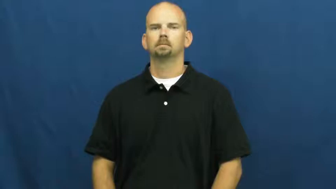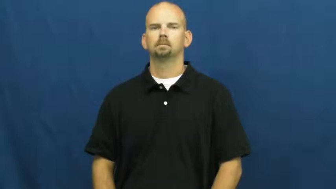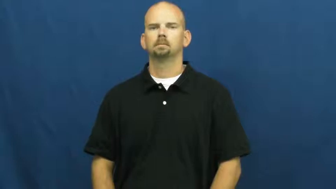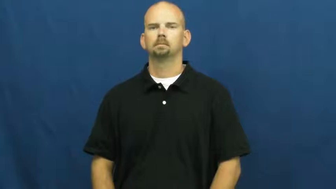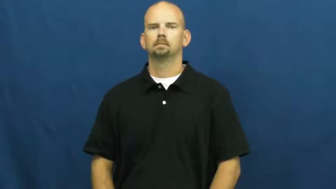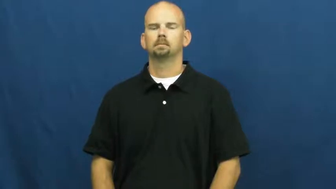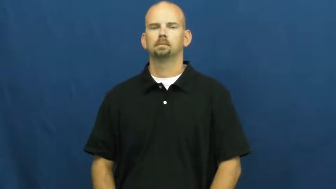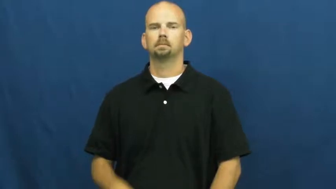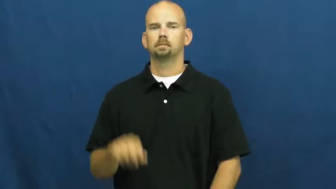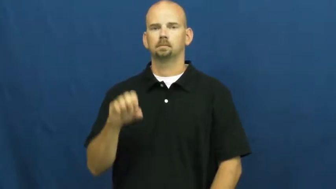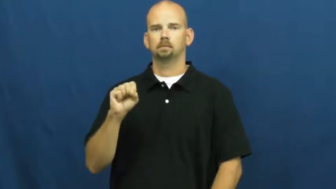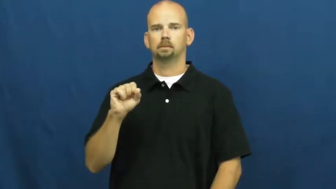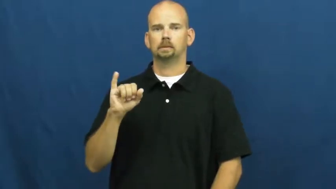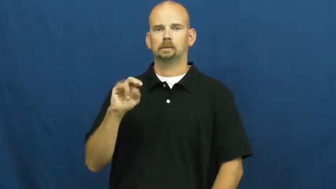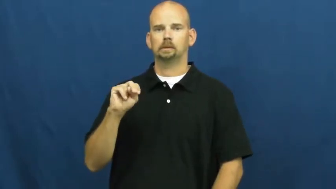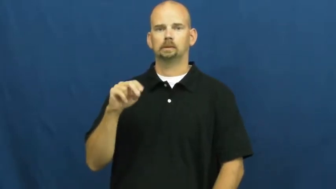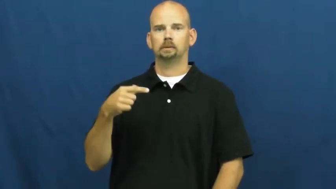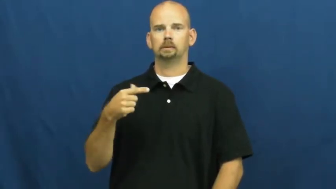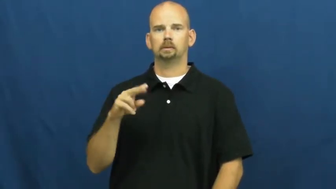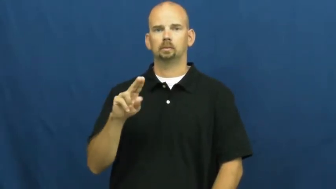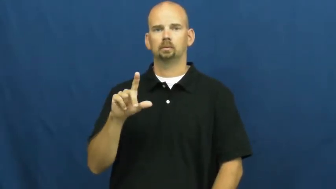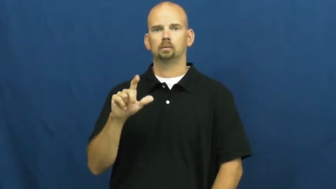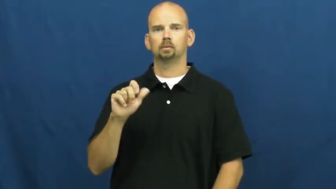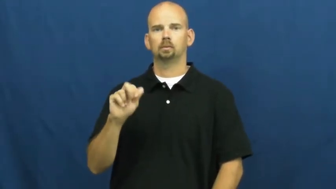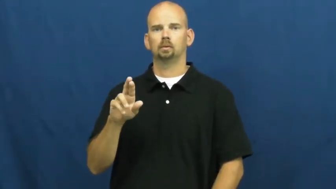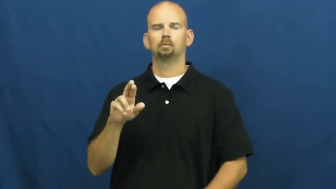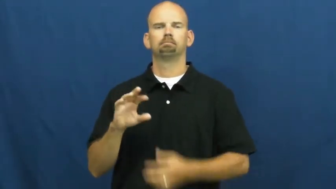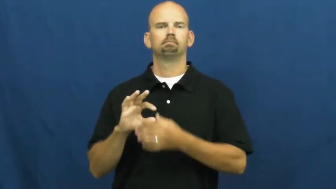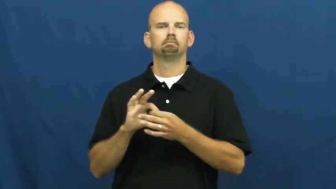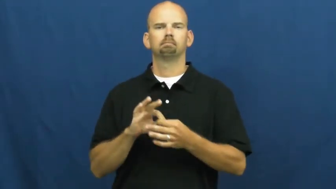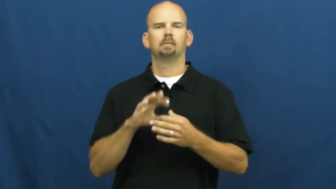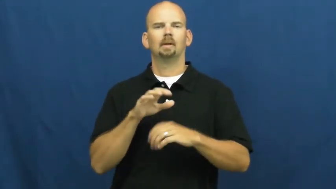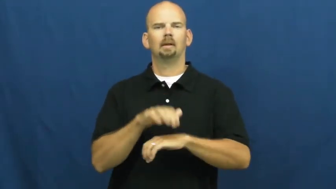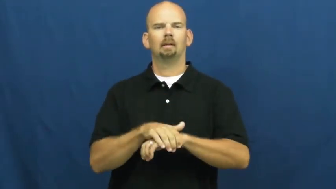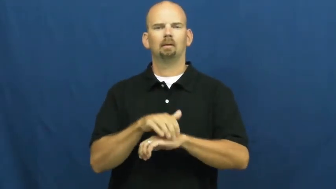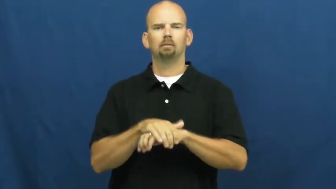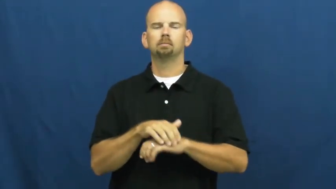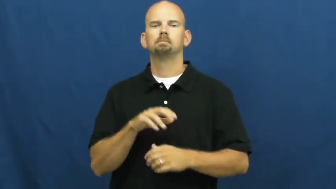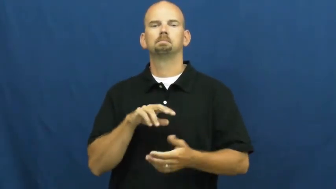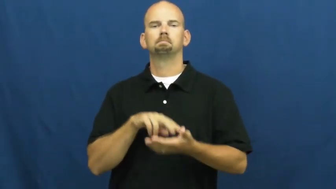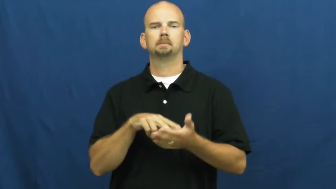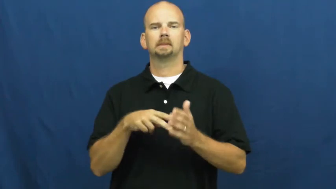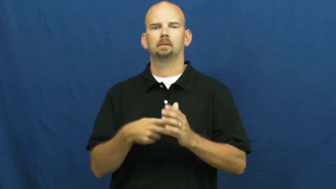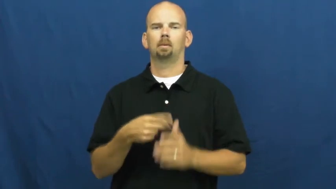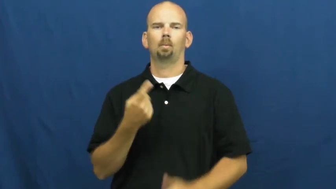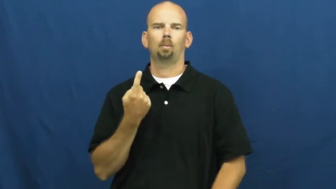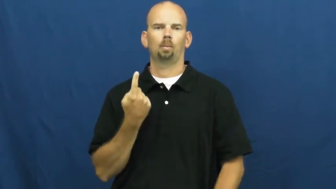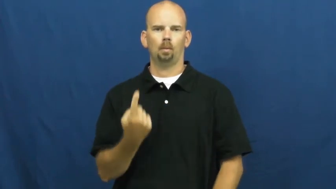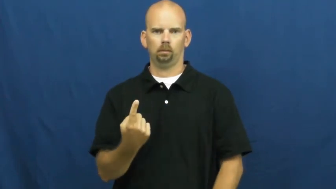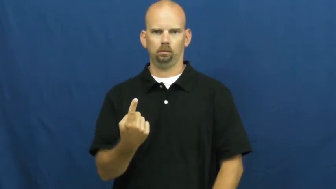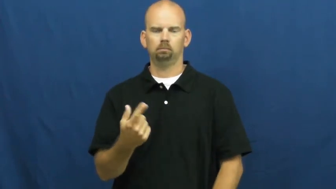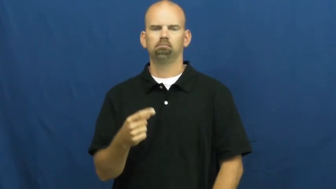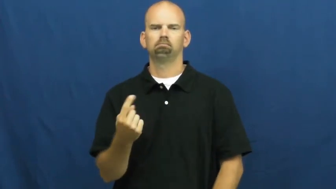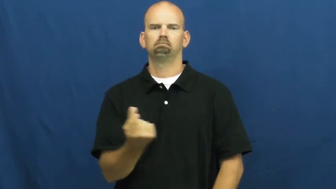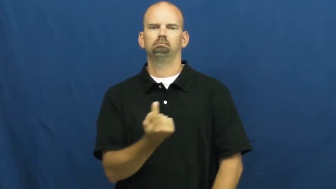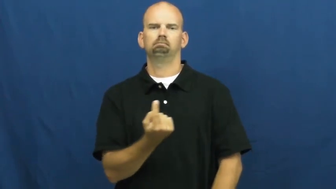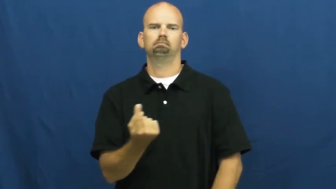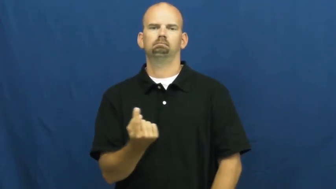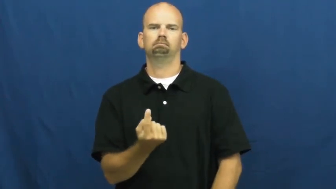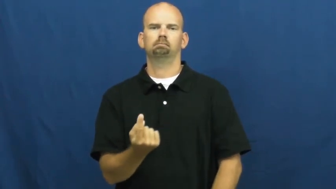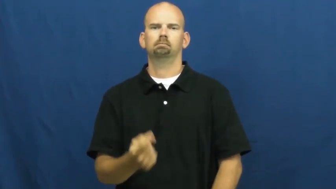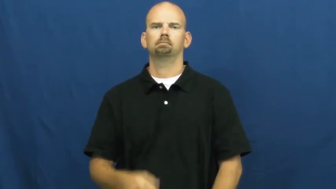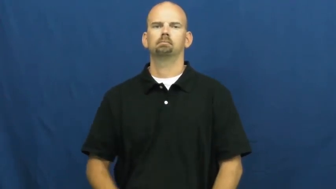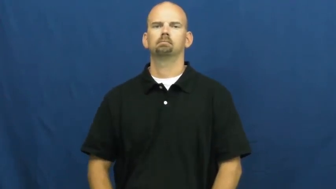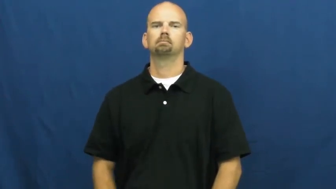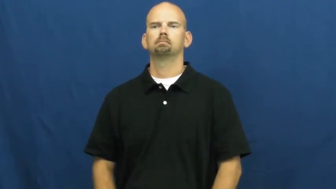singular